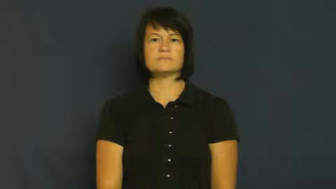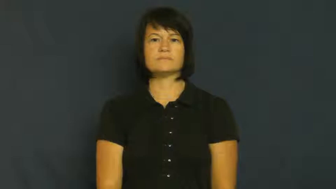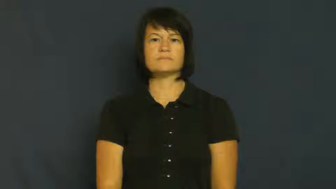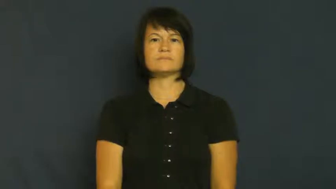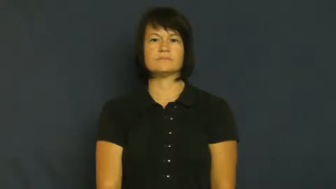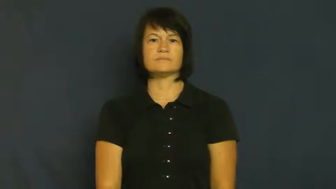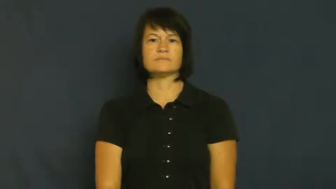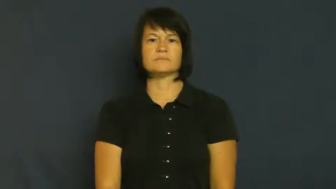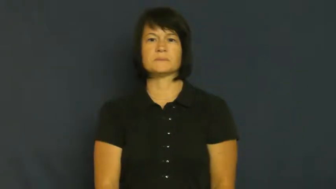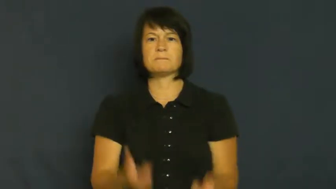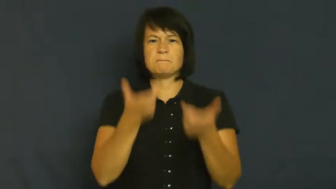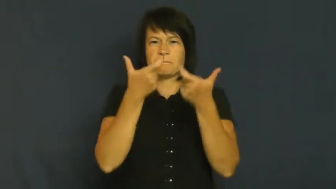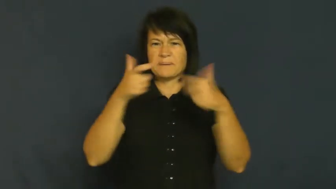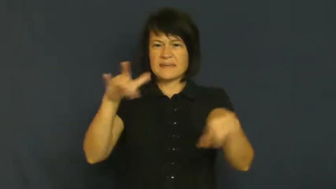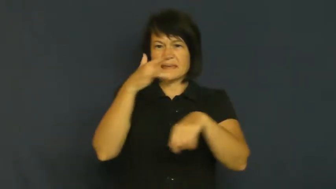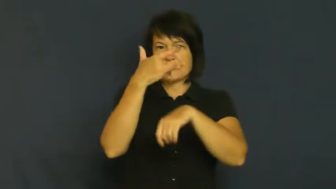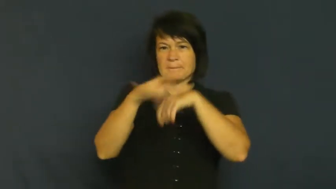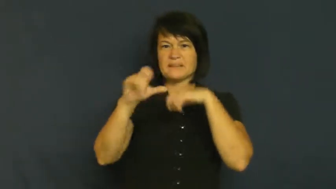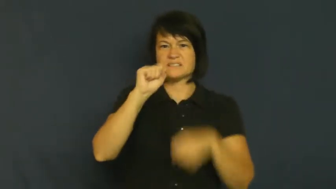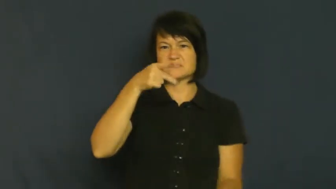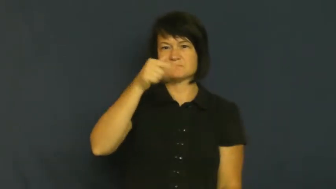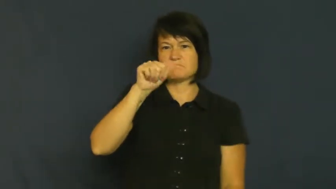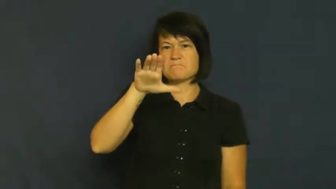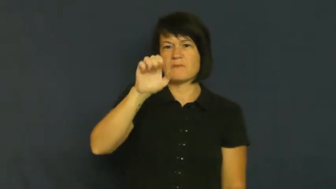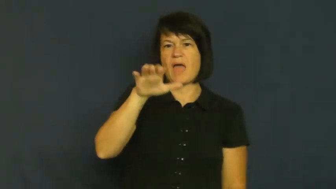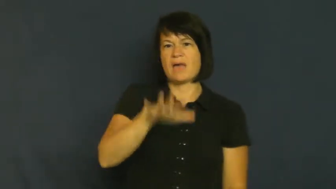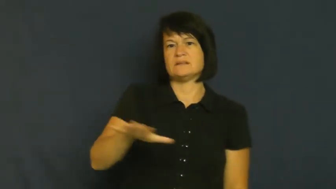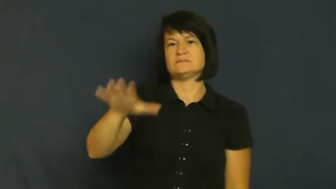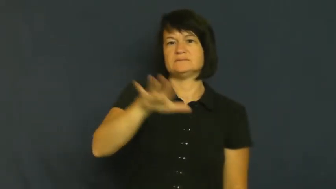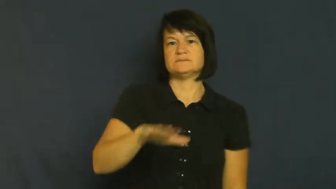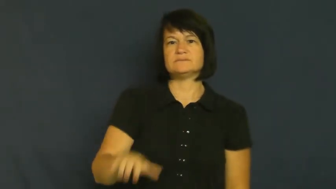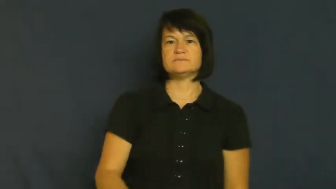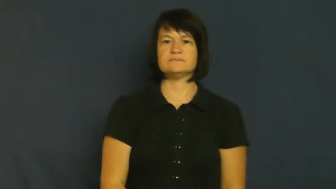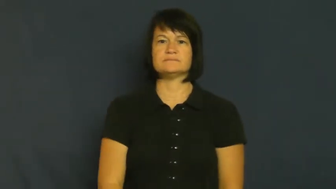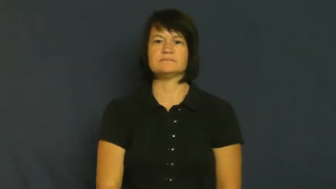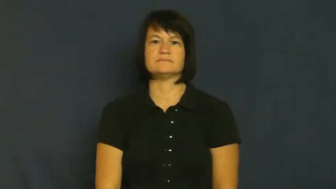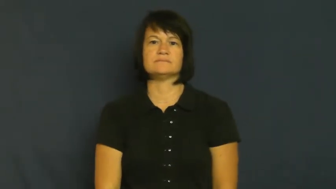void,expanse-big empty space